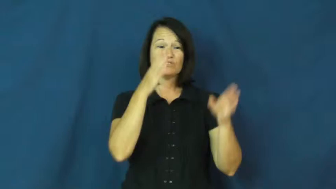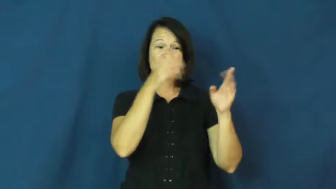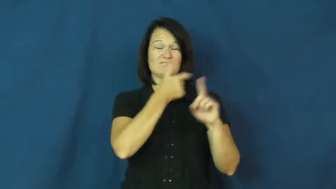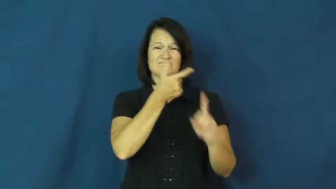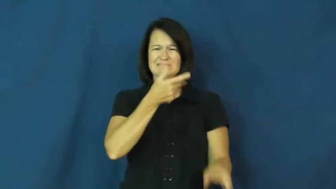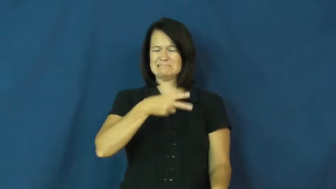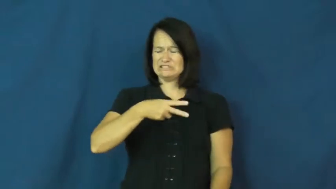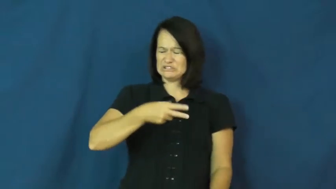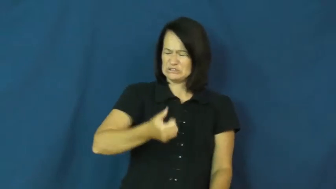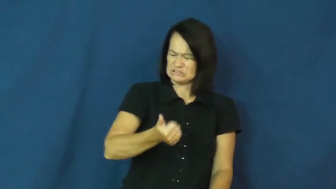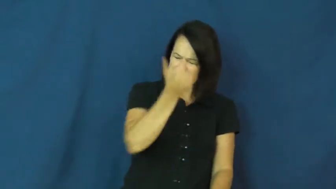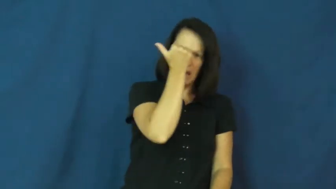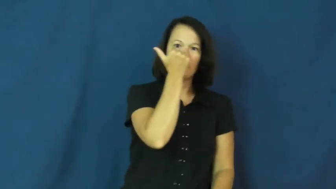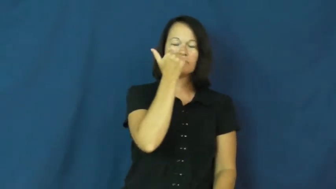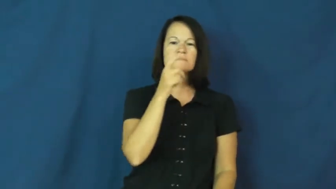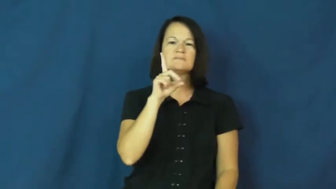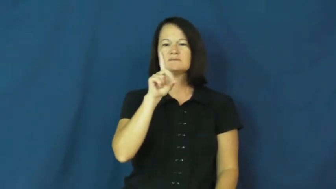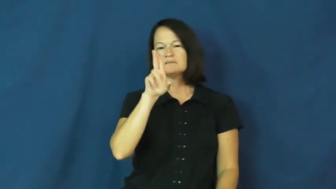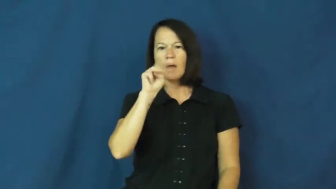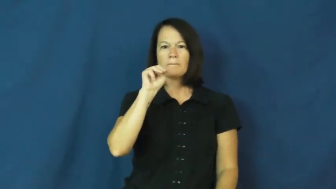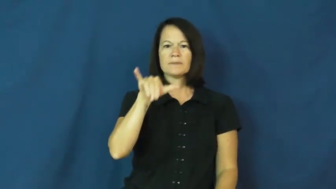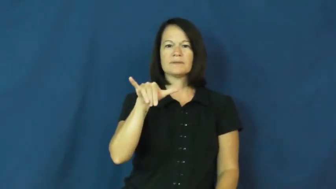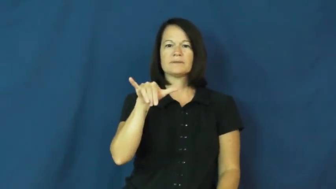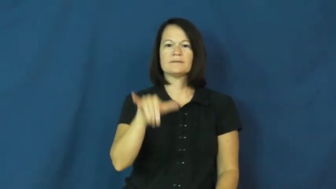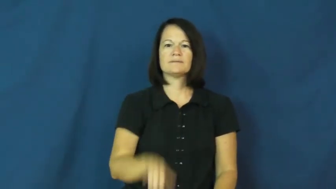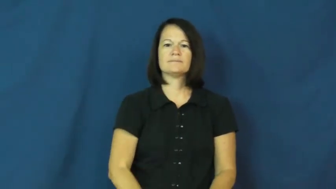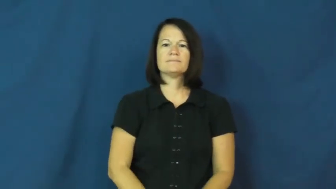dummy-dumb